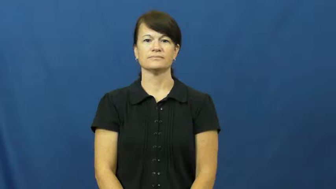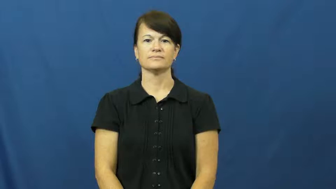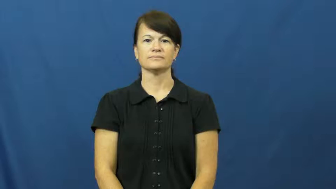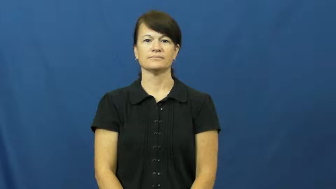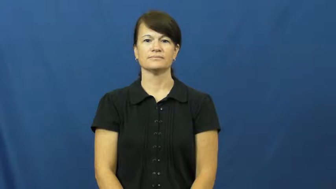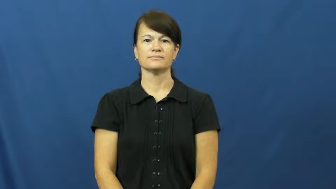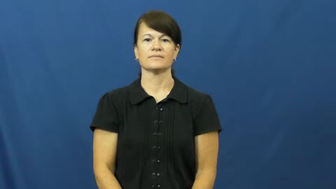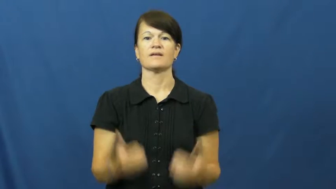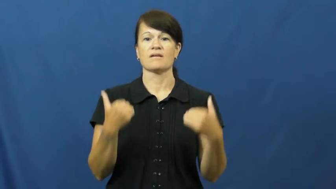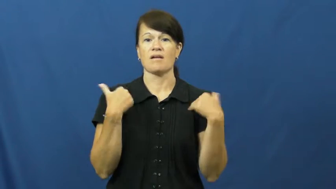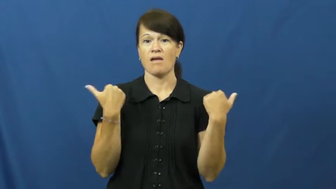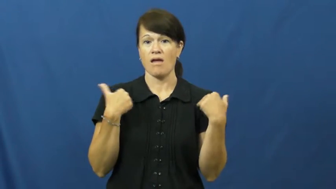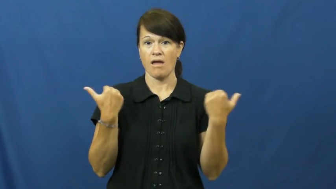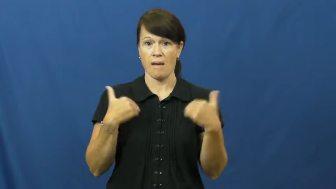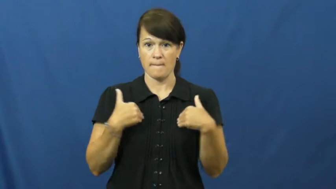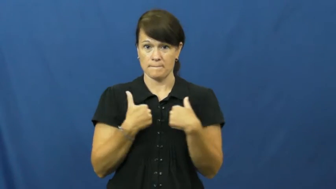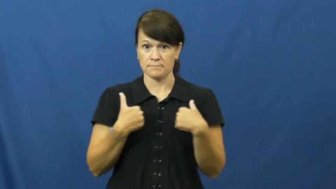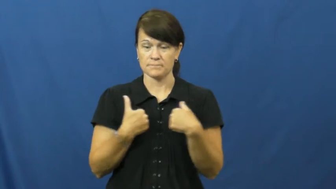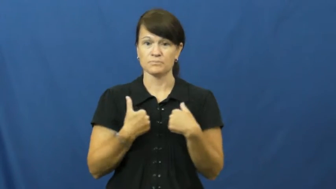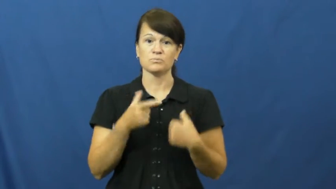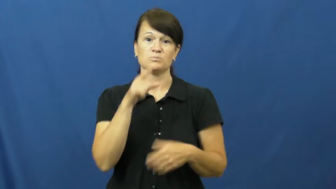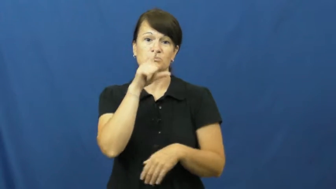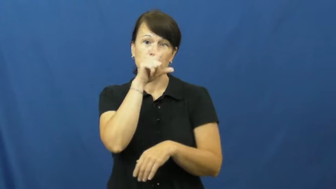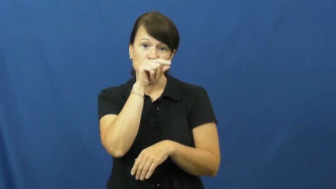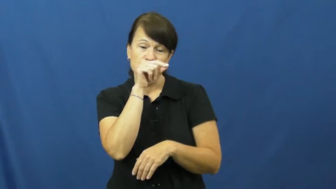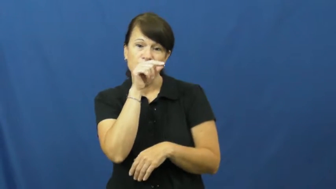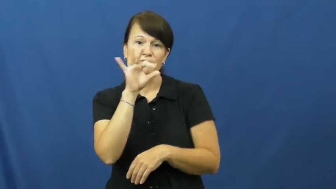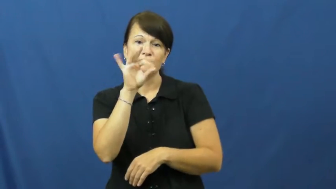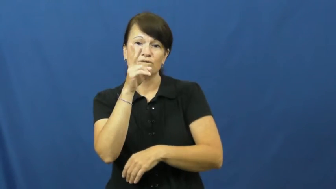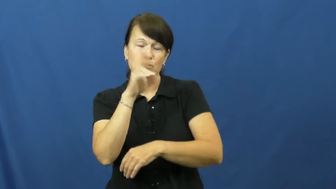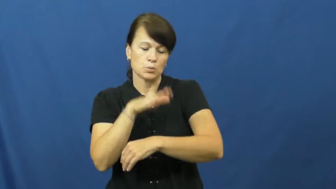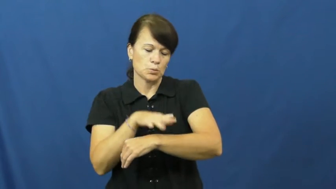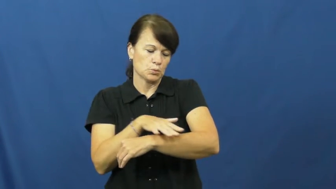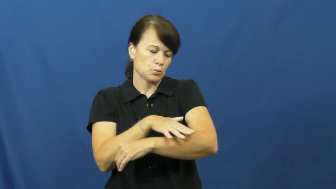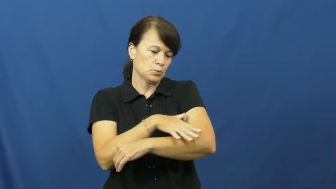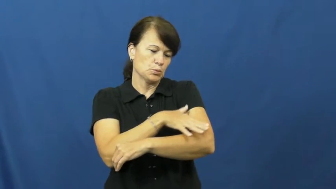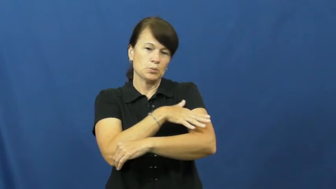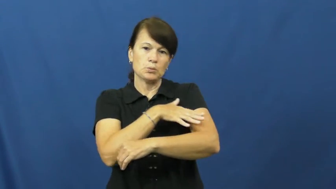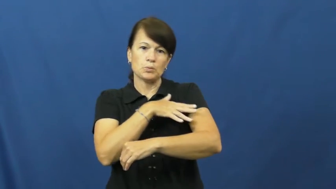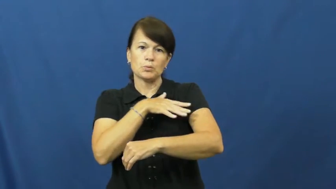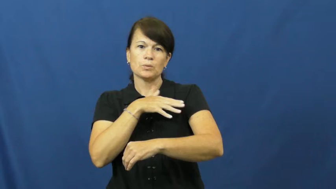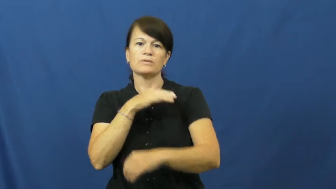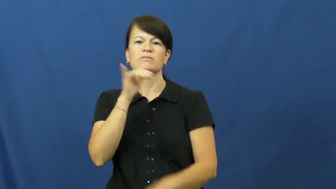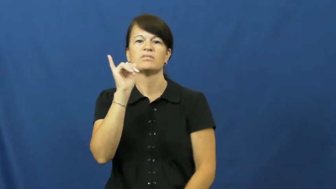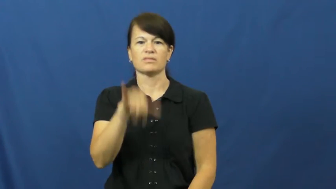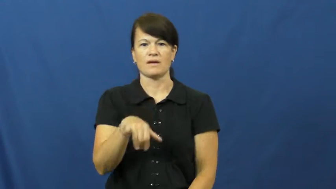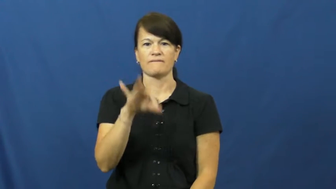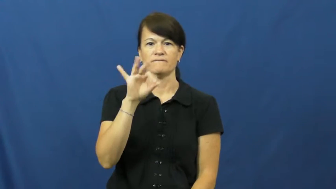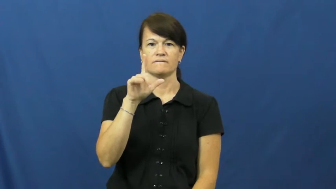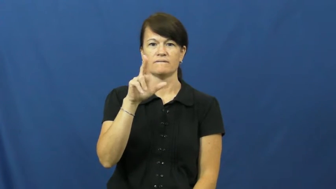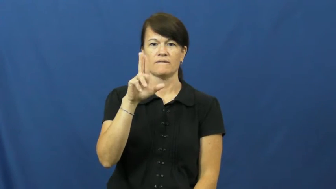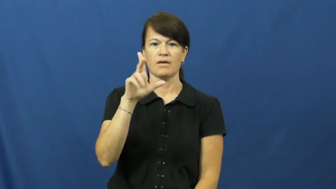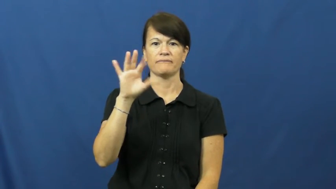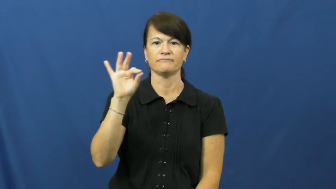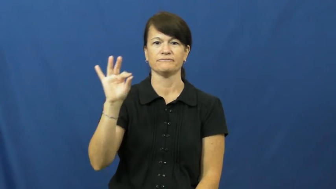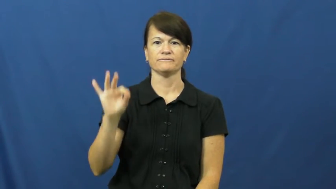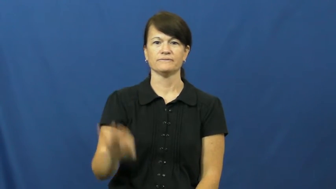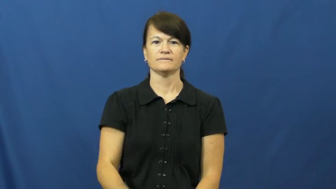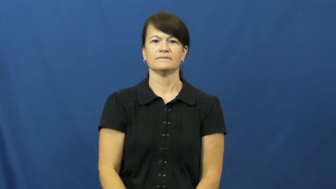fluff-animal